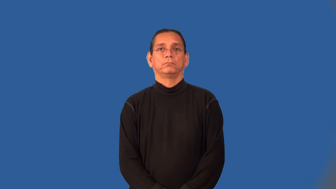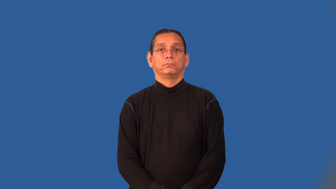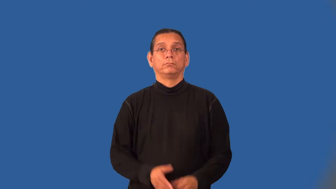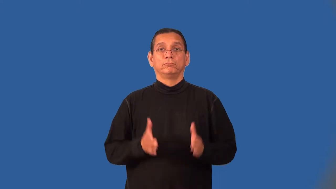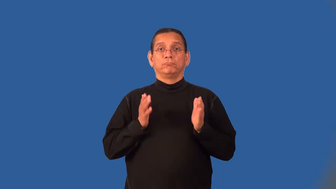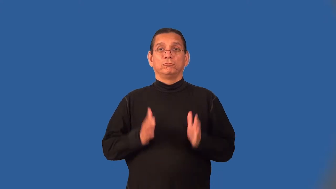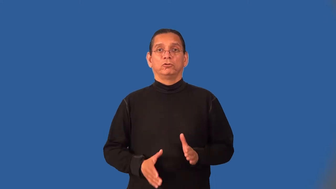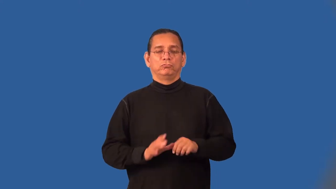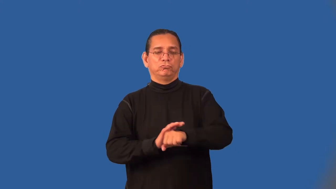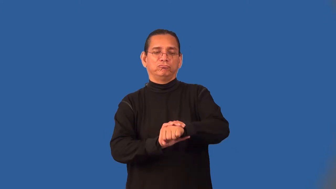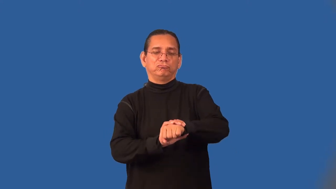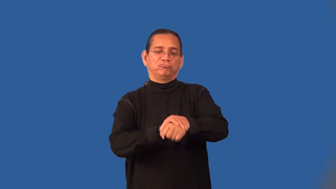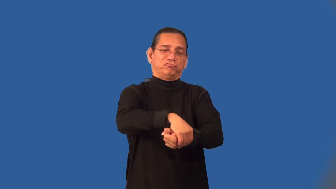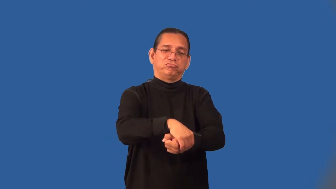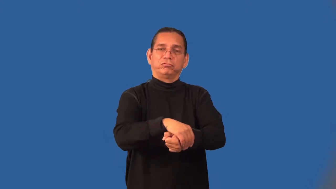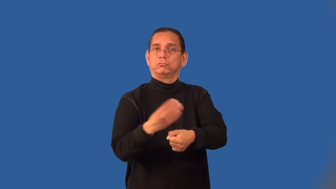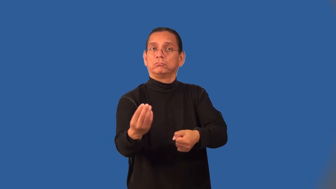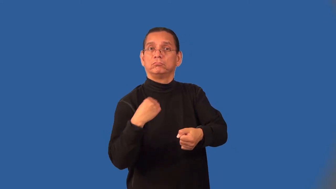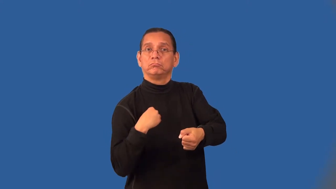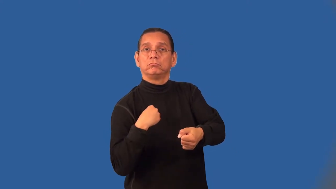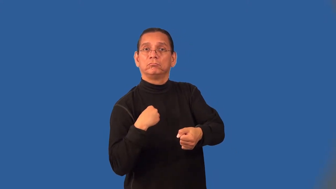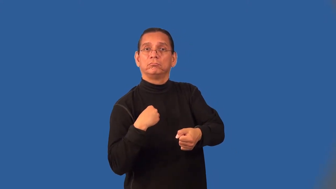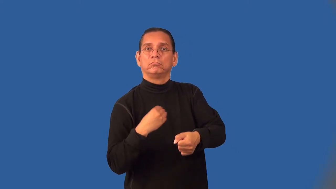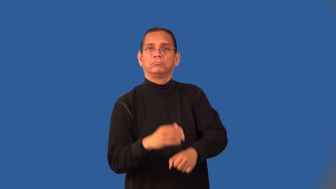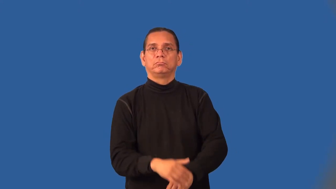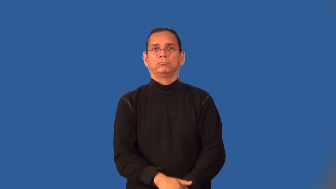extortionist